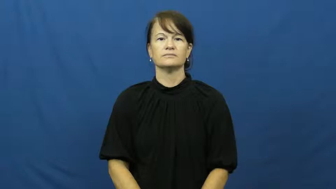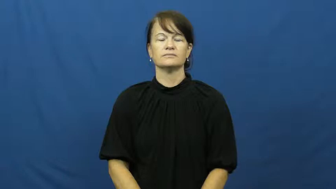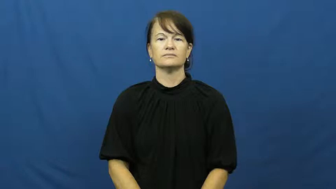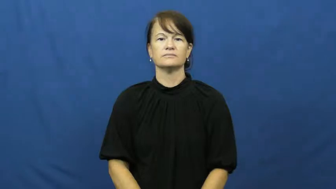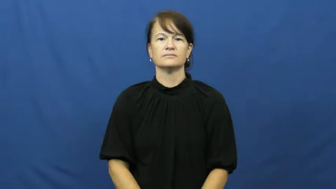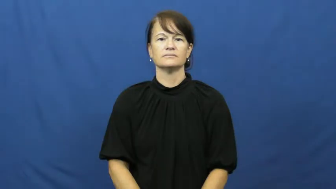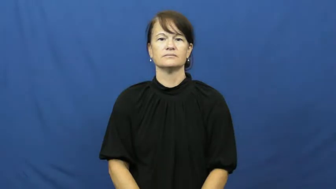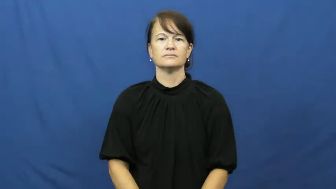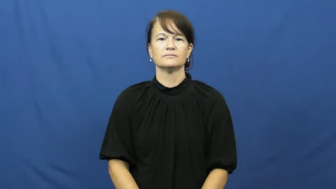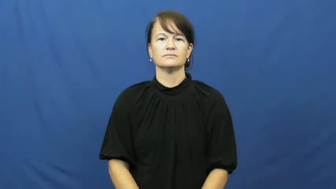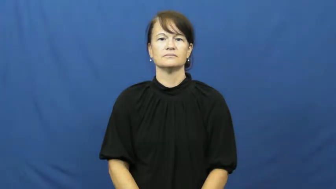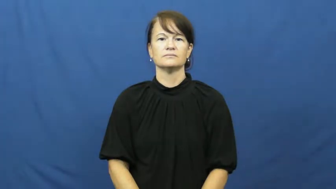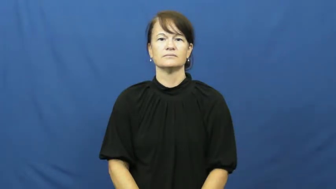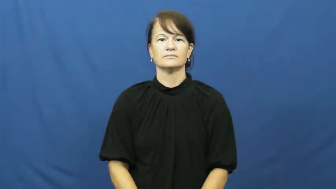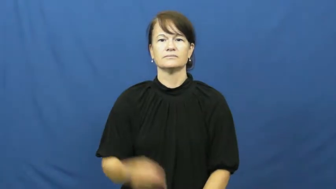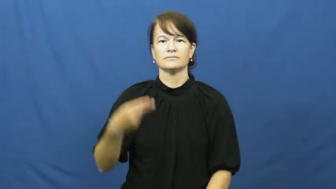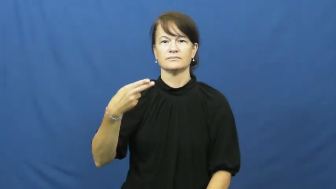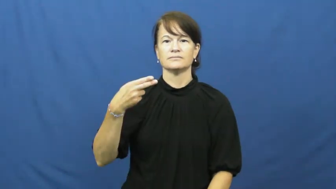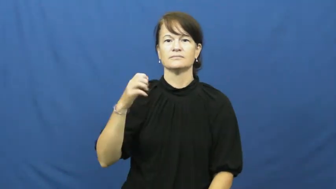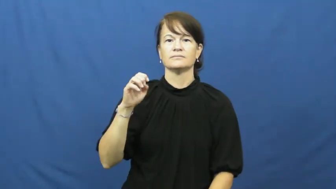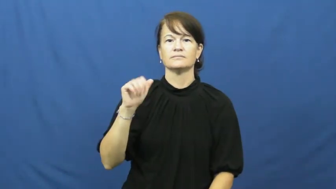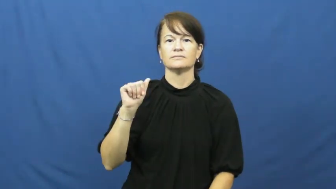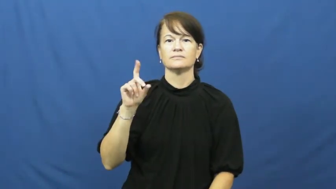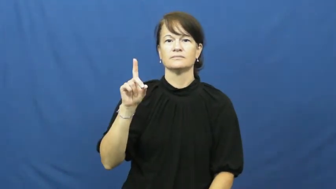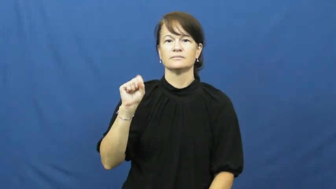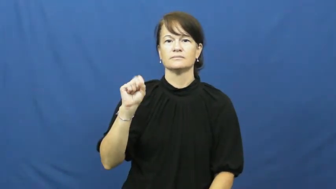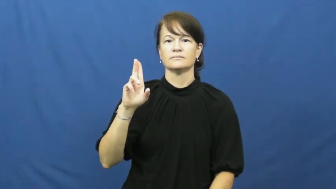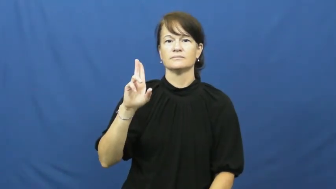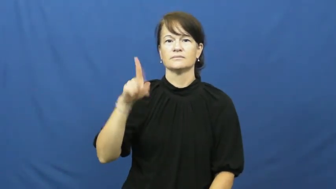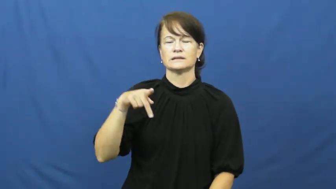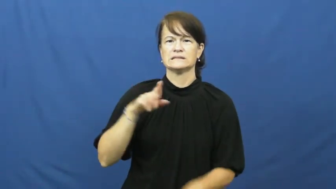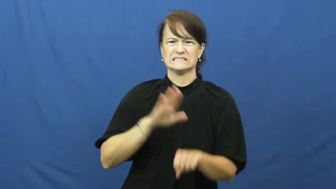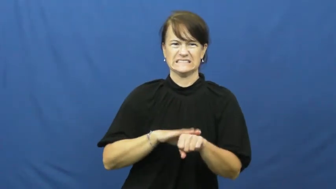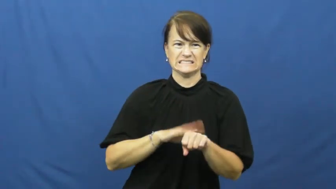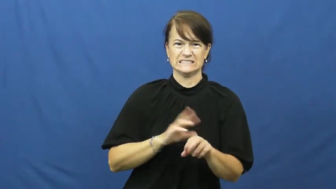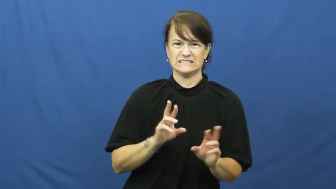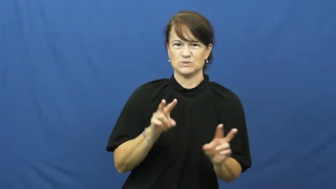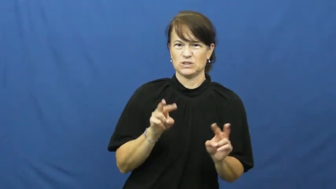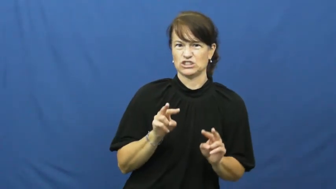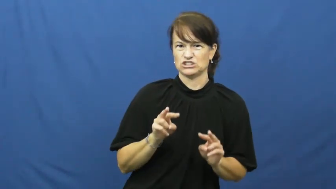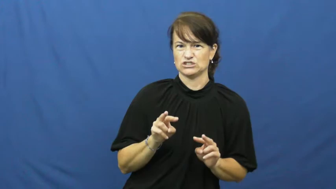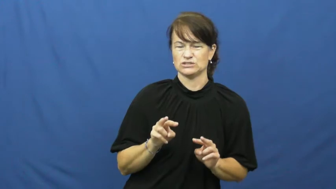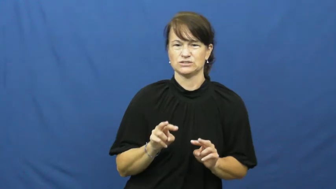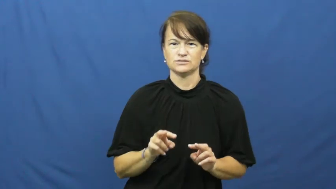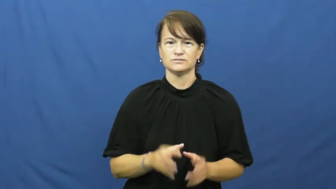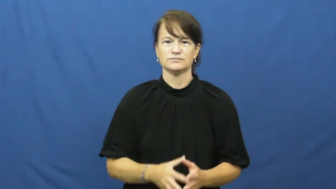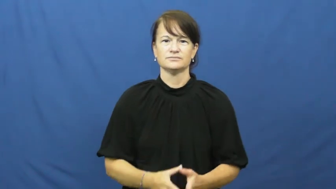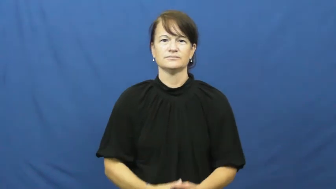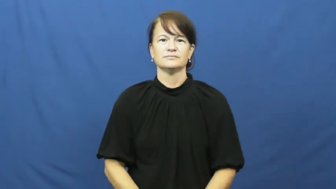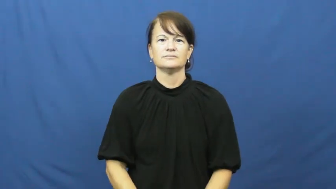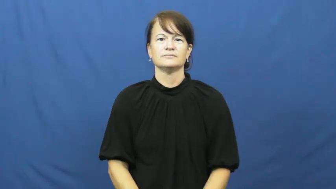heads up